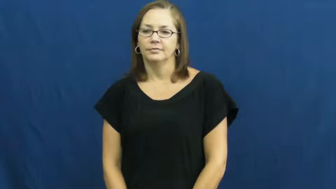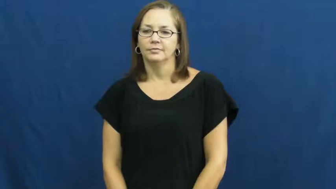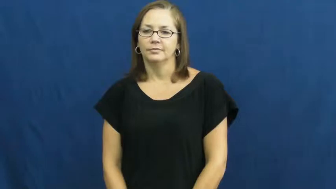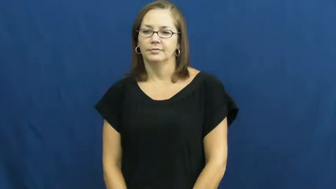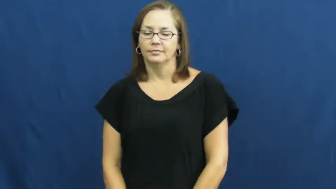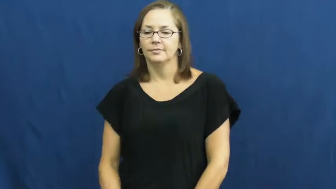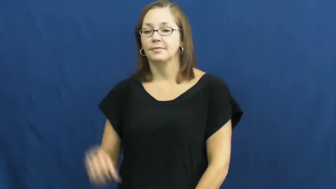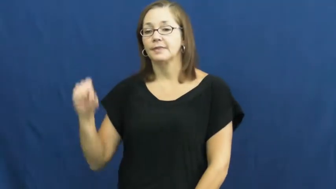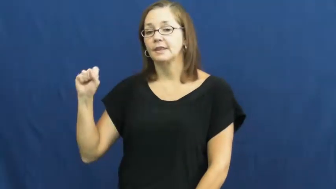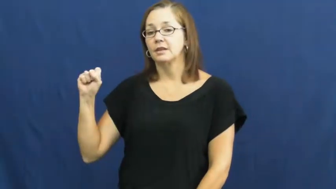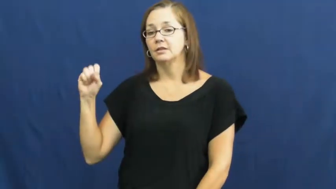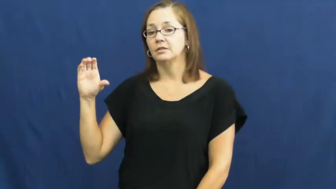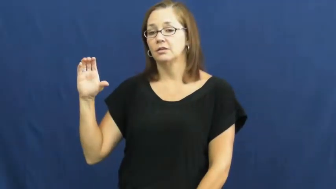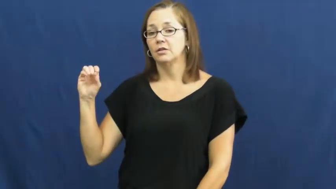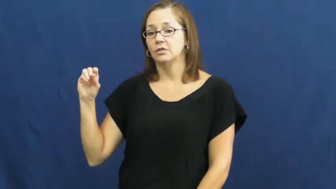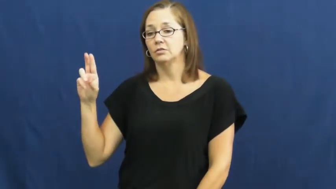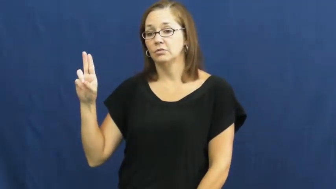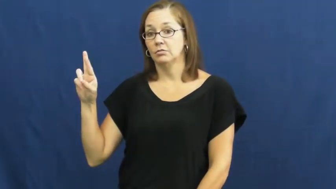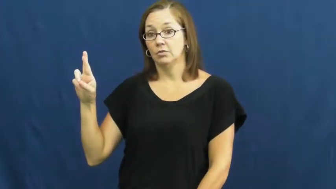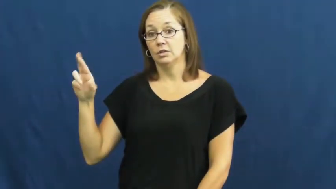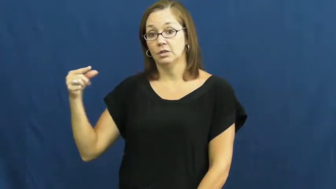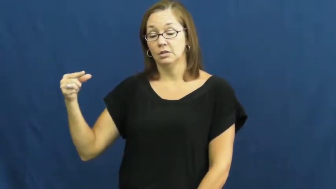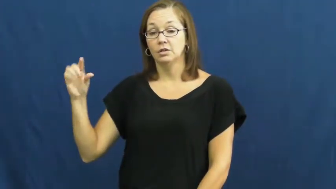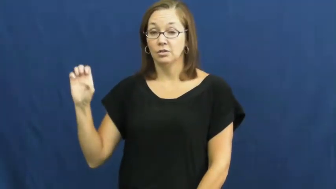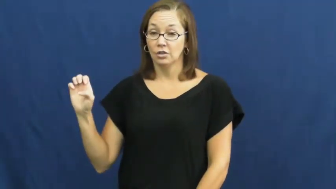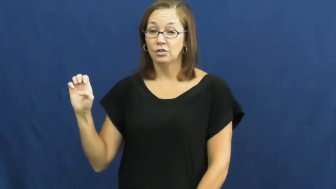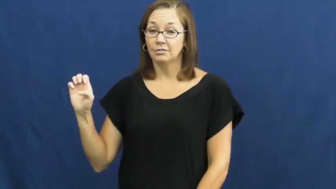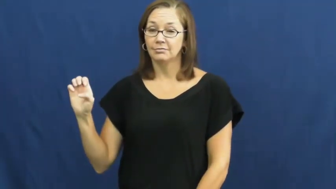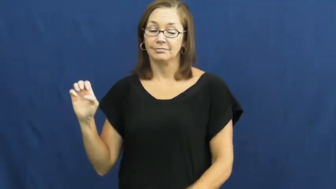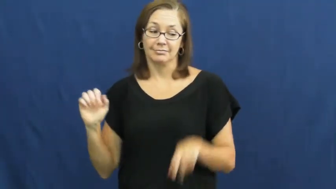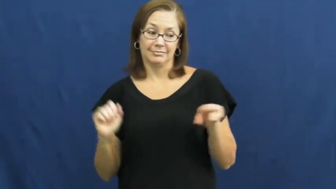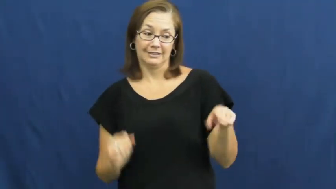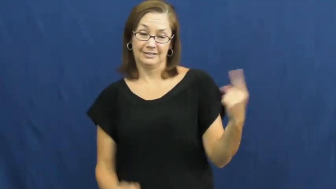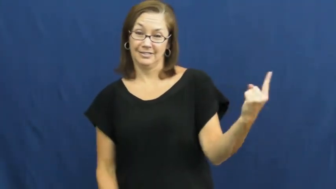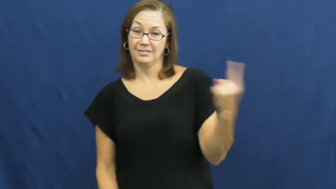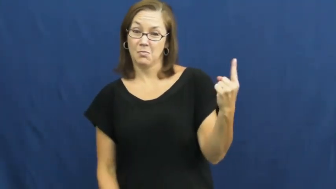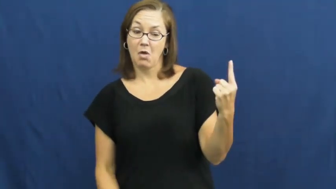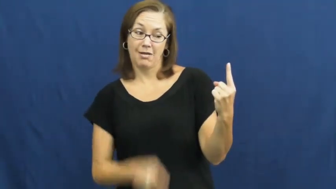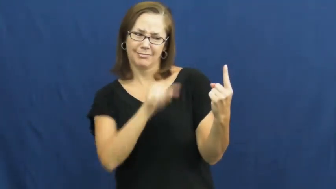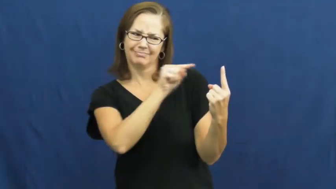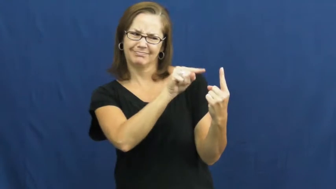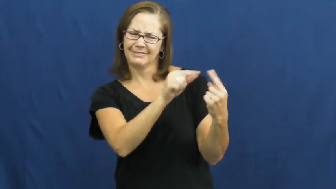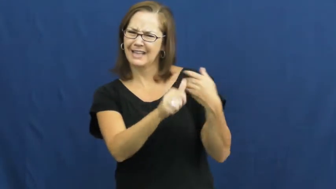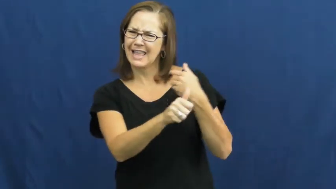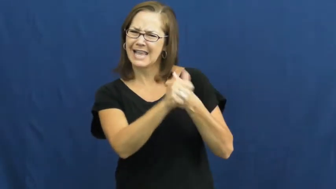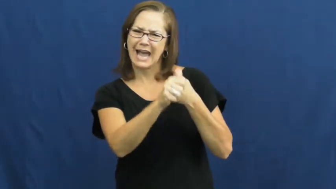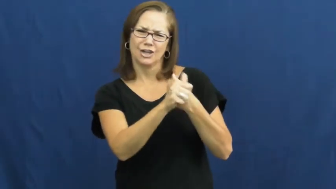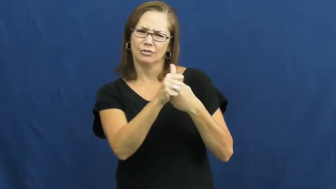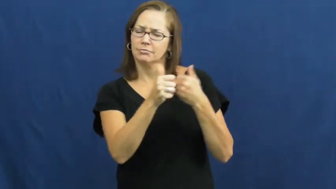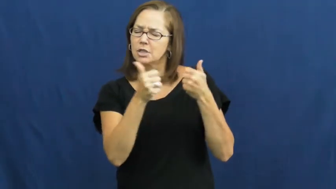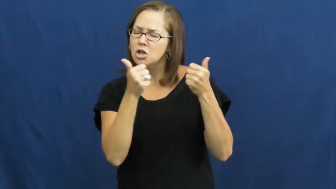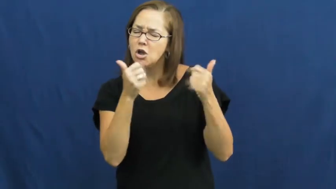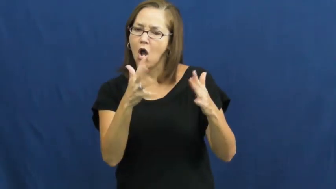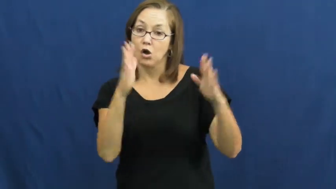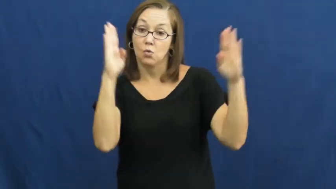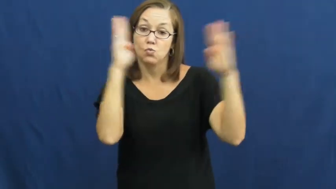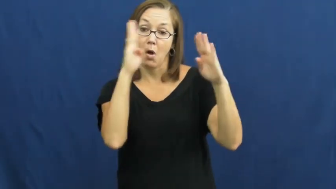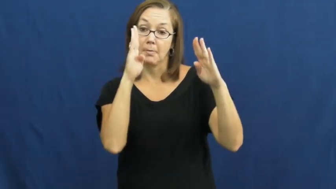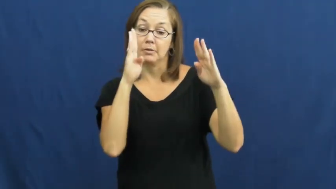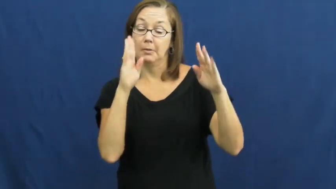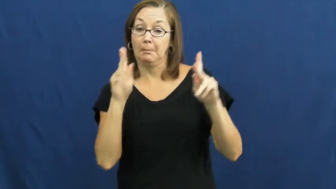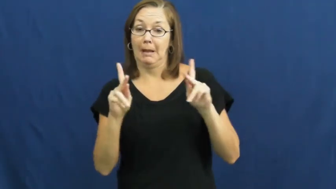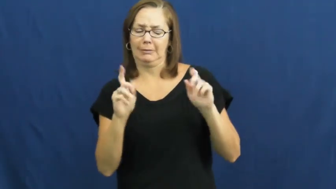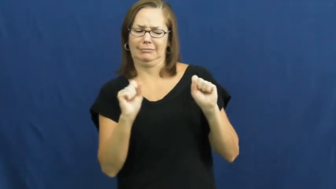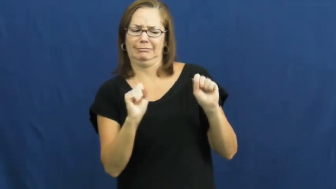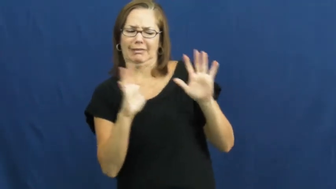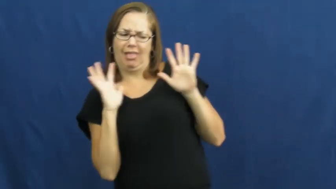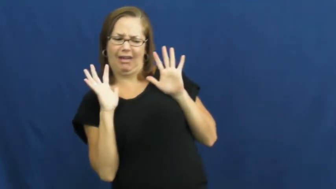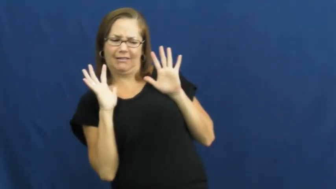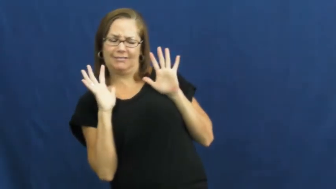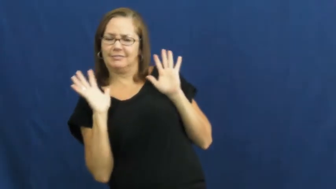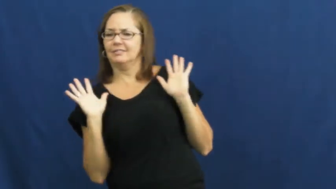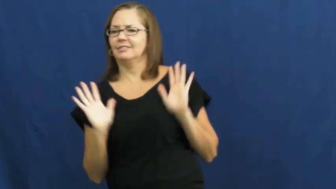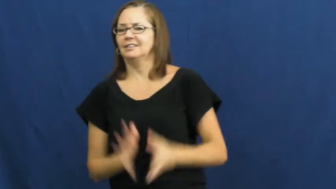scourge